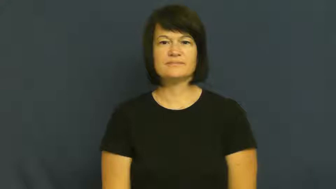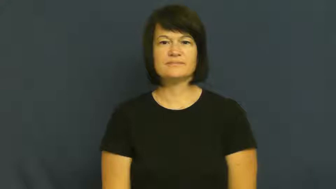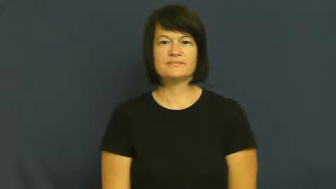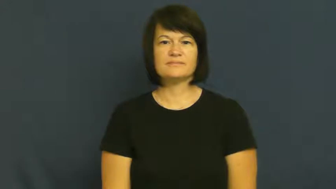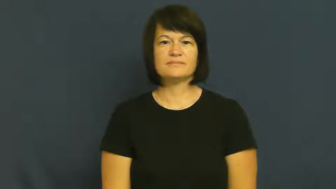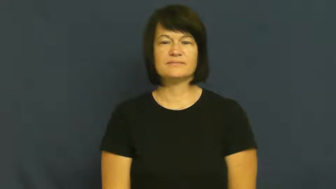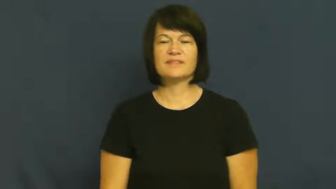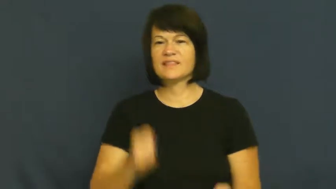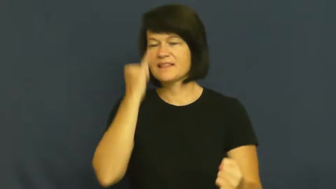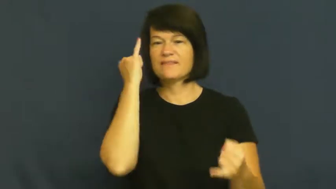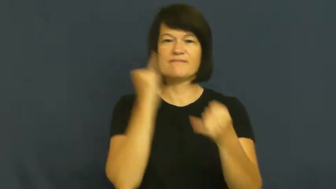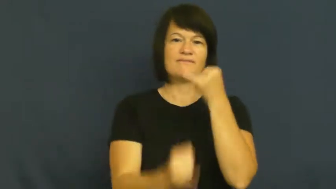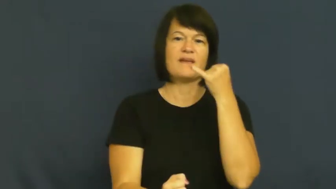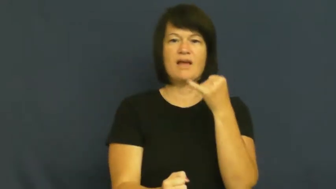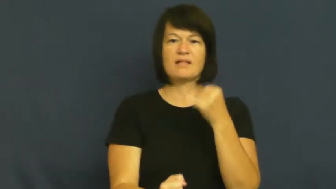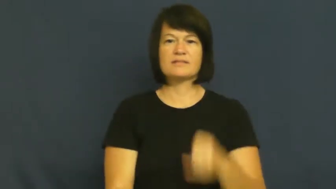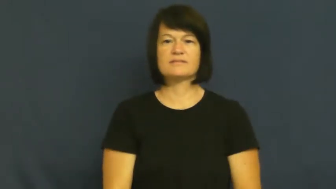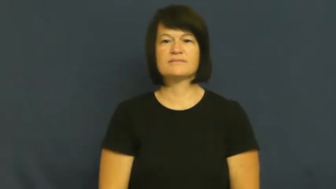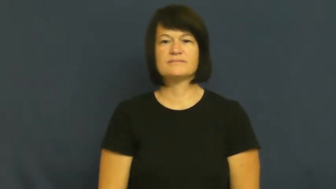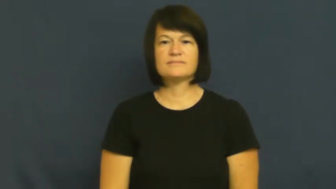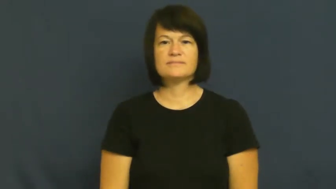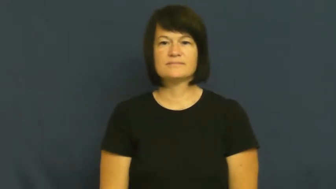last,hindmost,omega,end